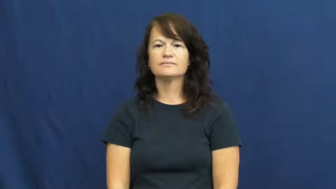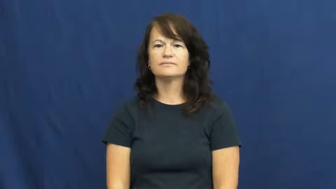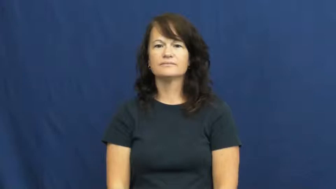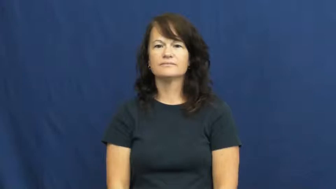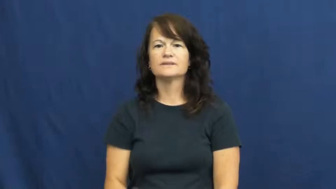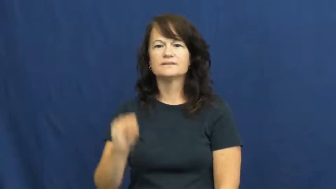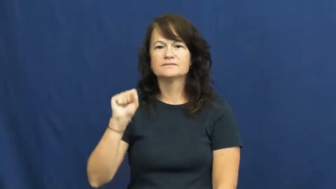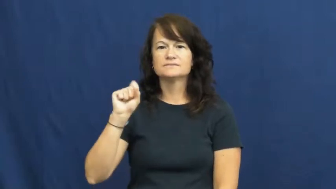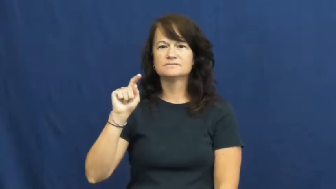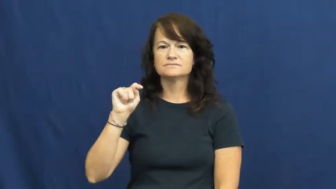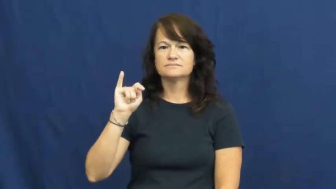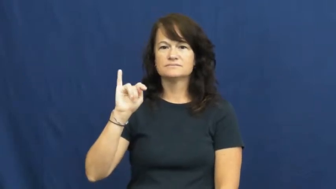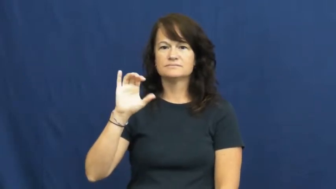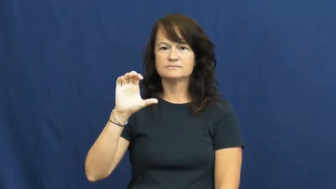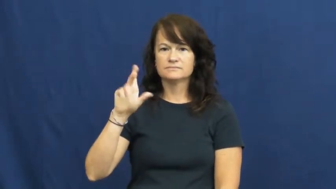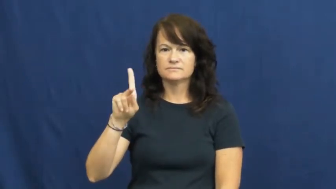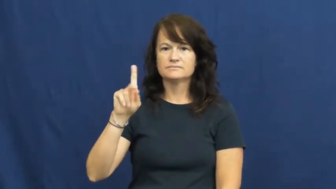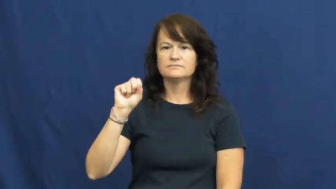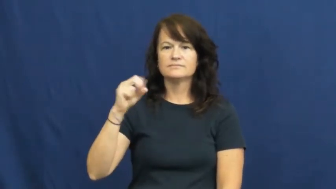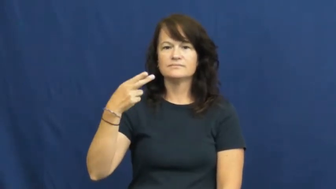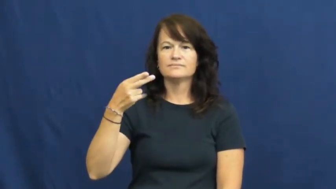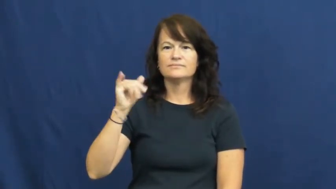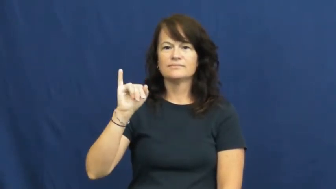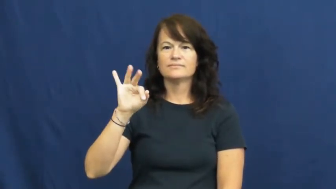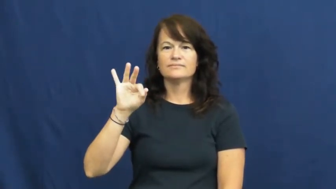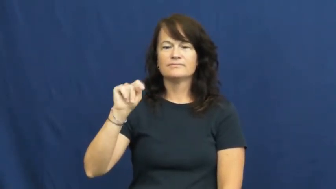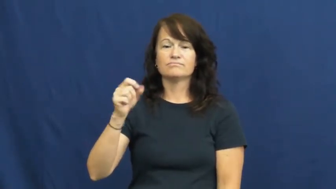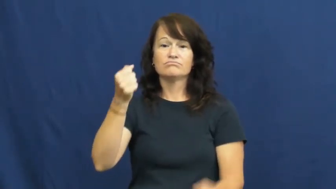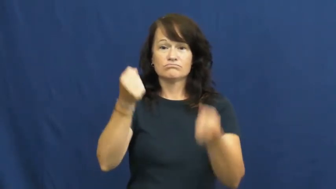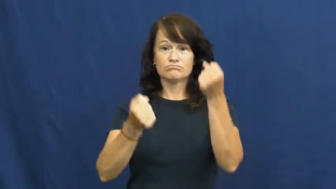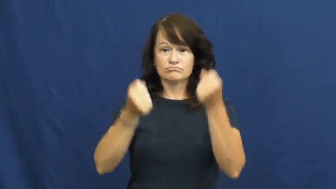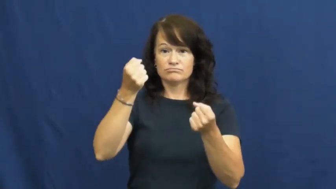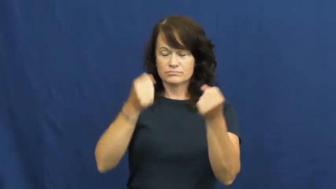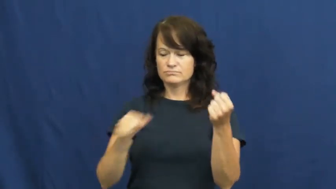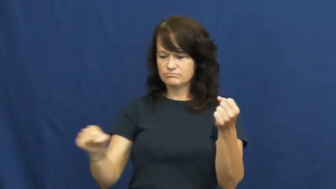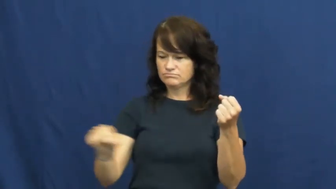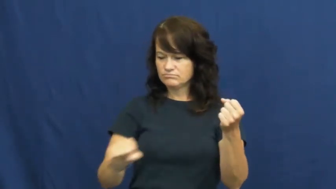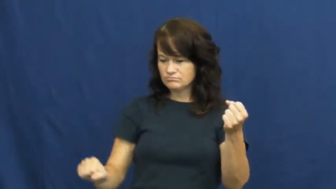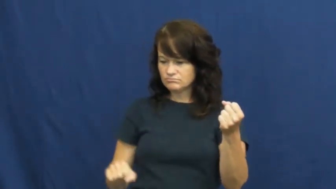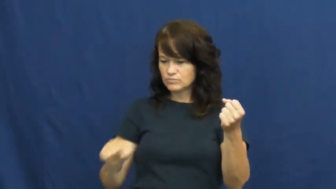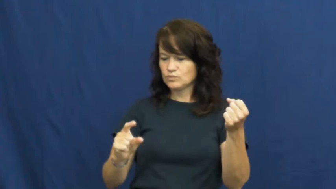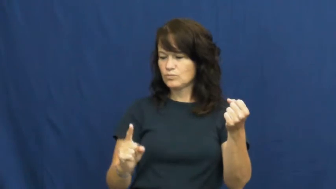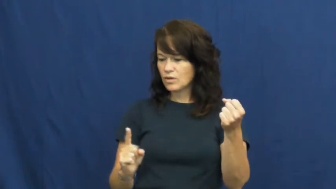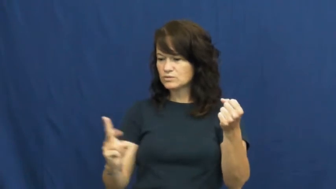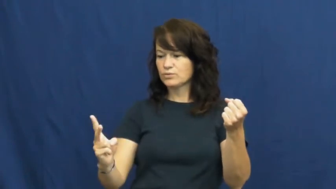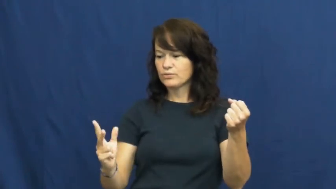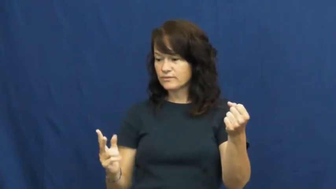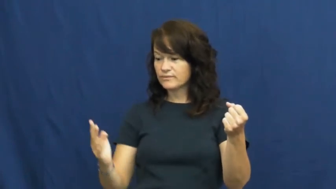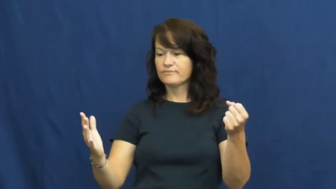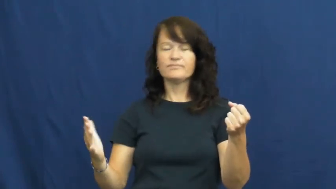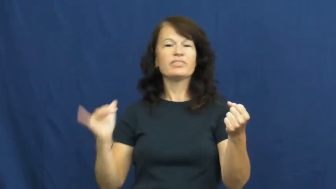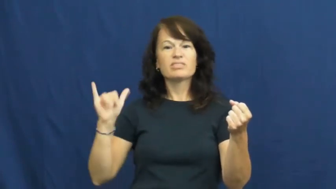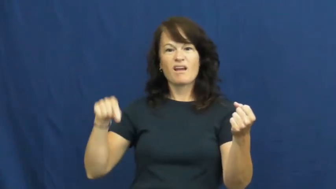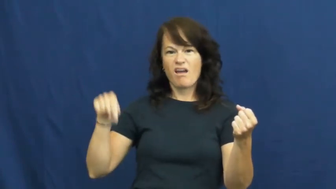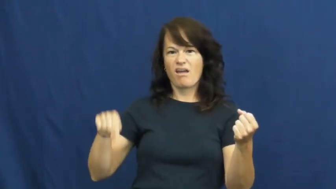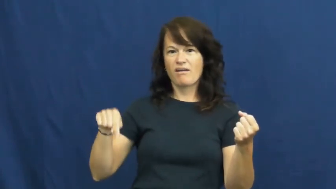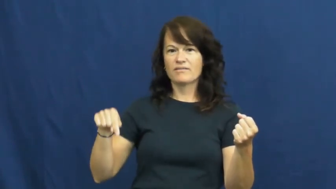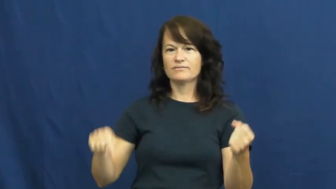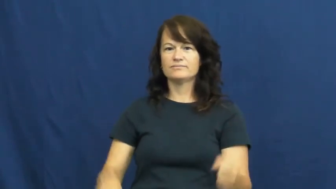stickshift